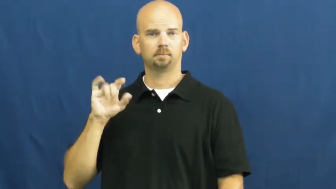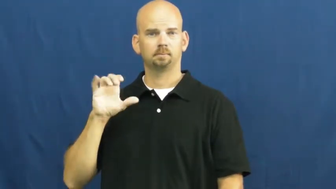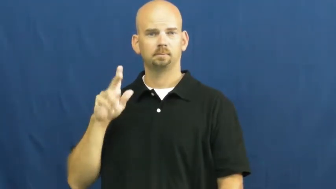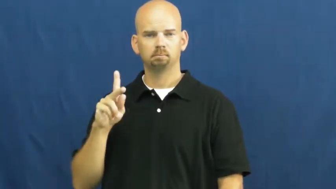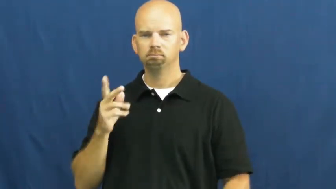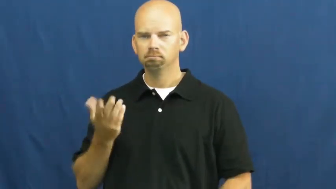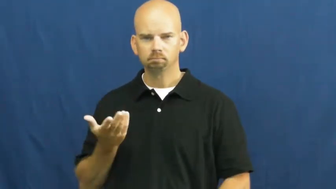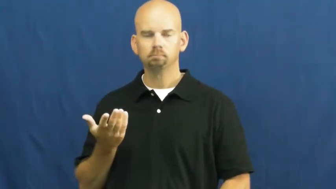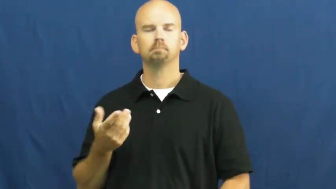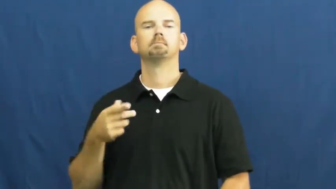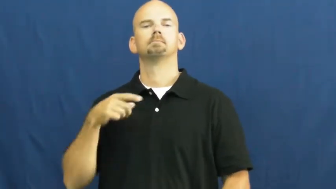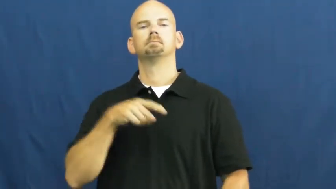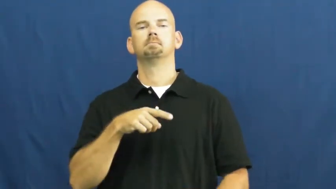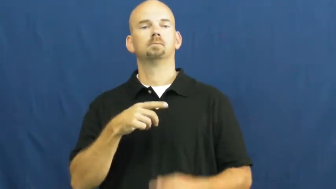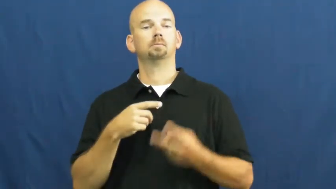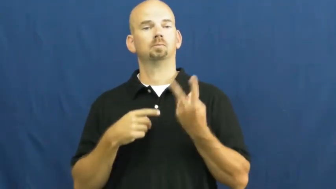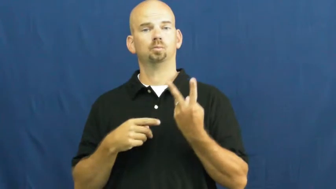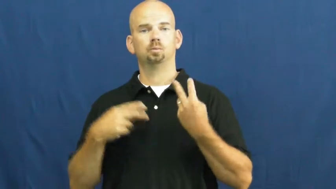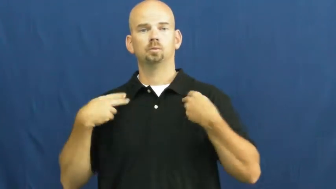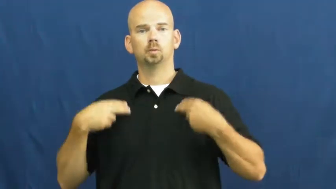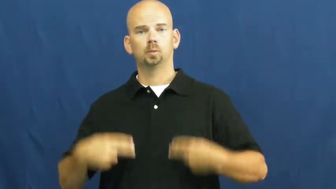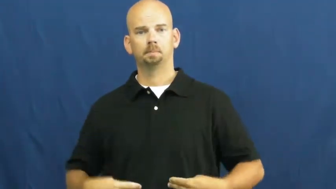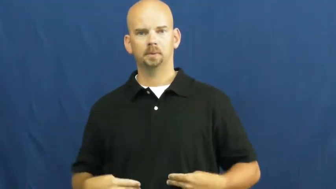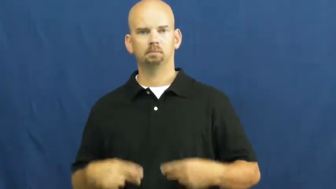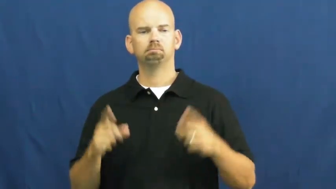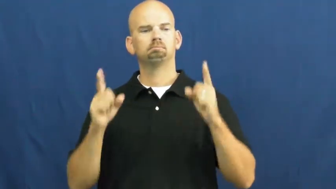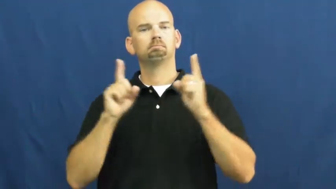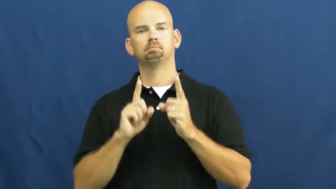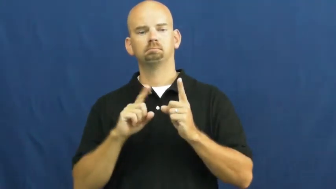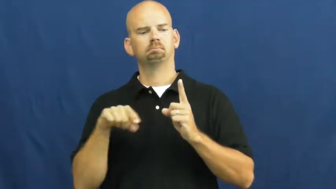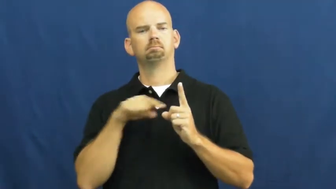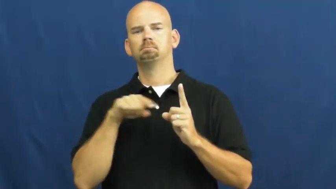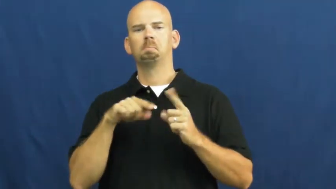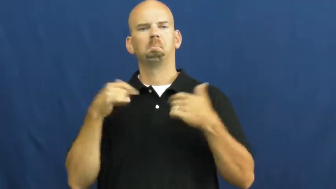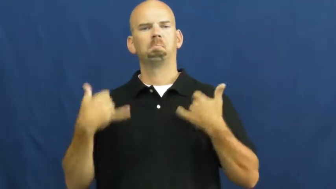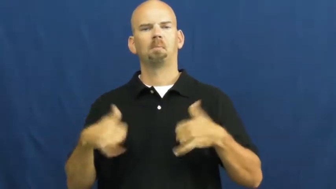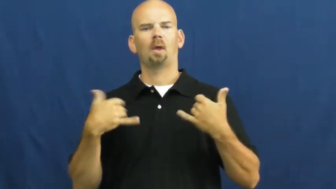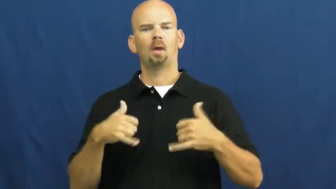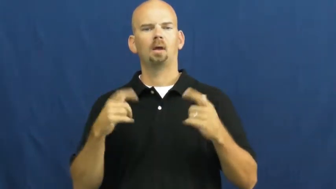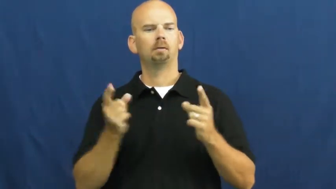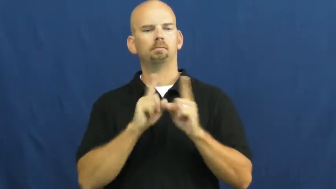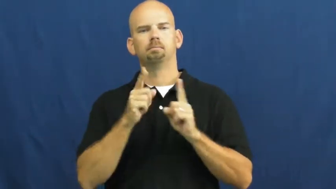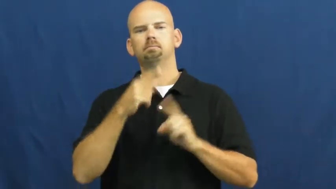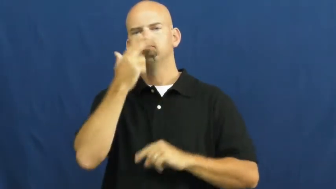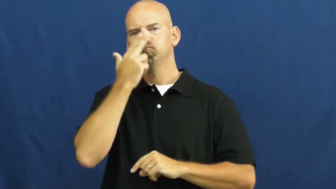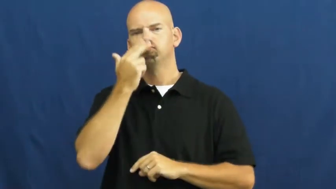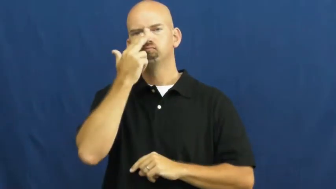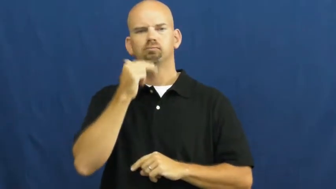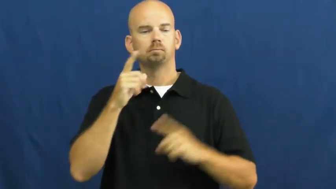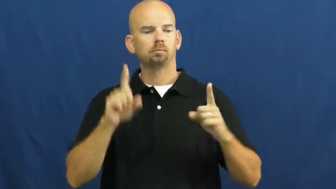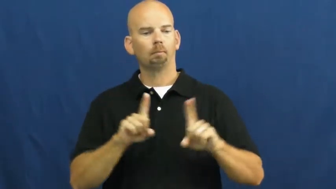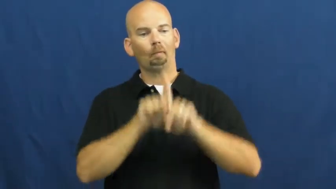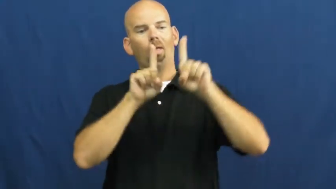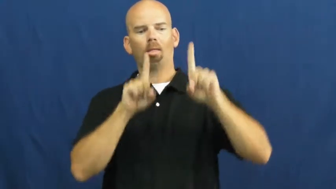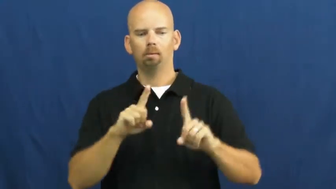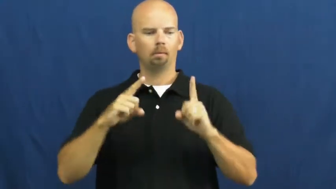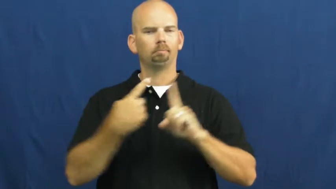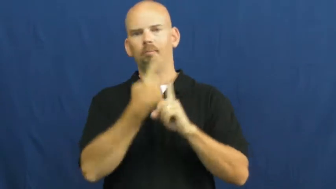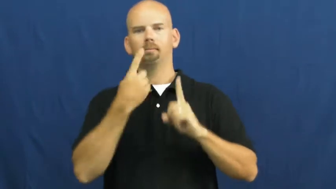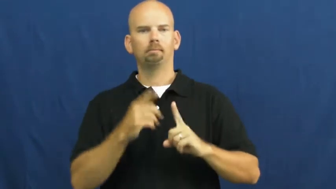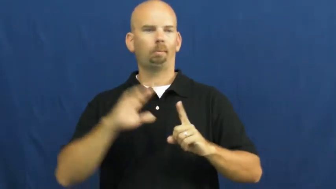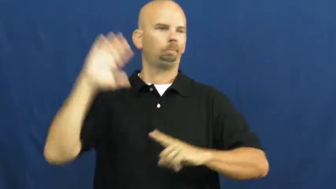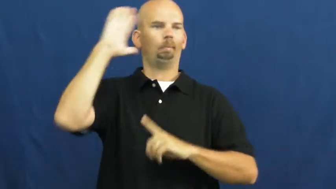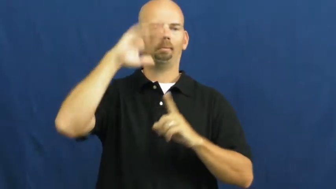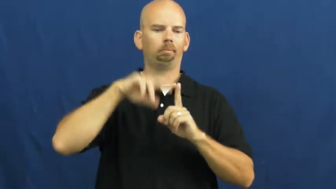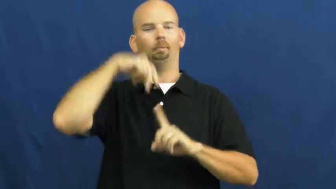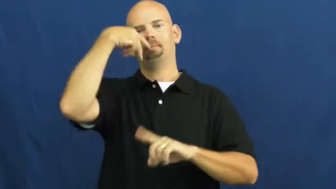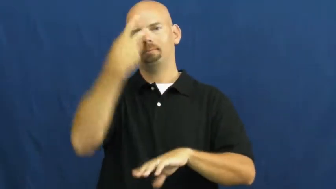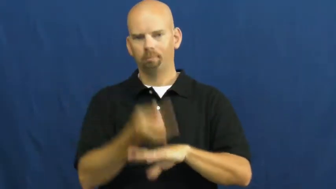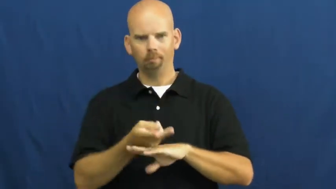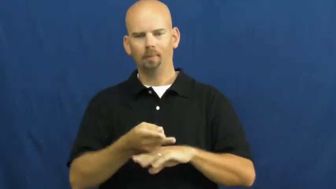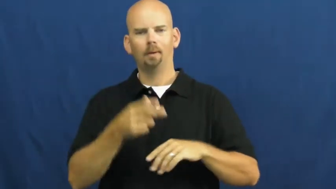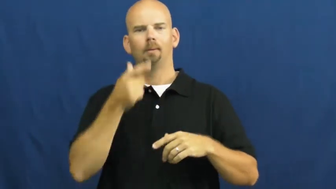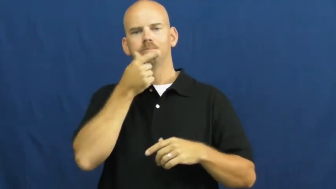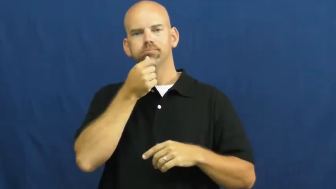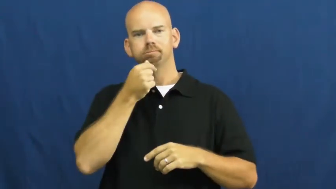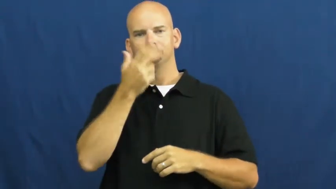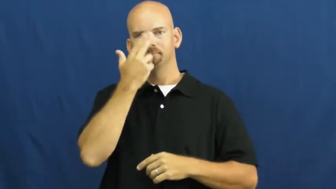slapstick